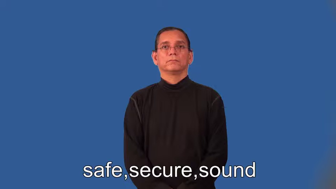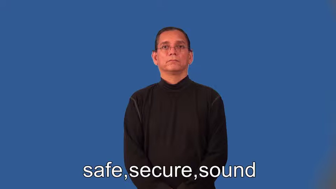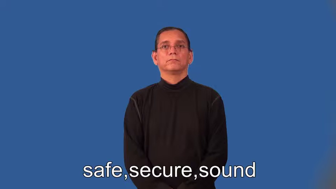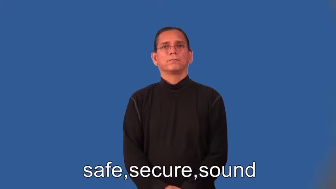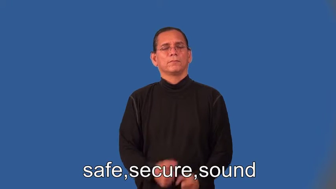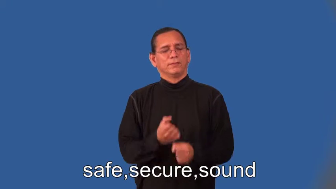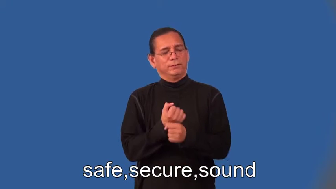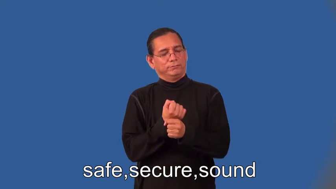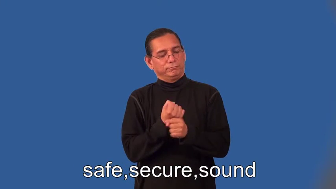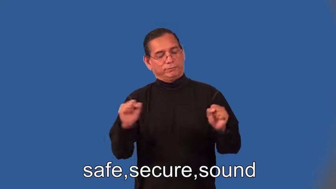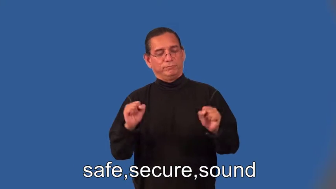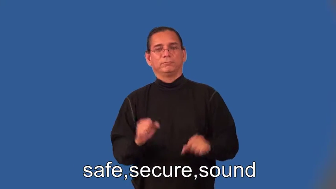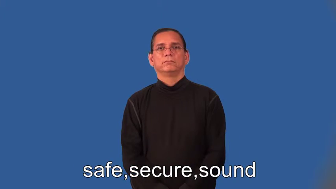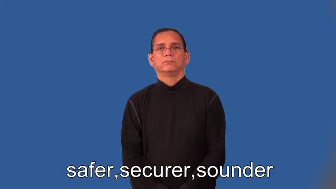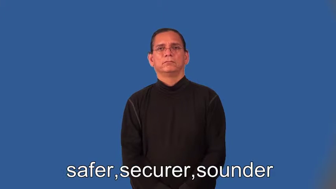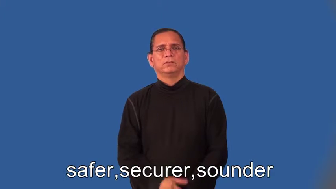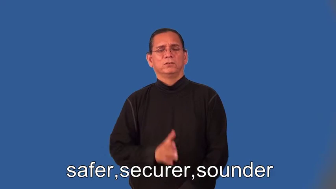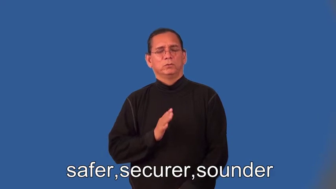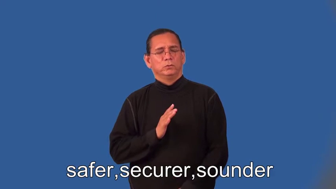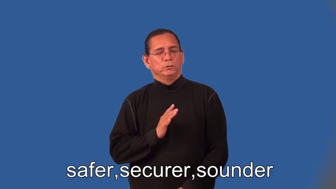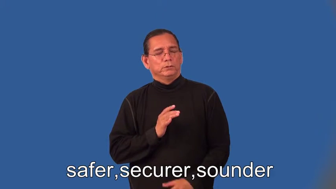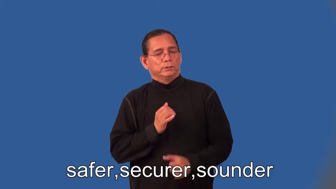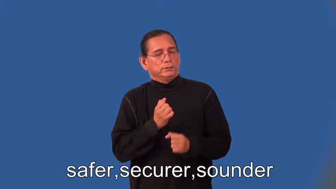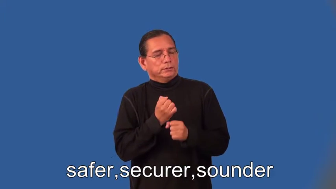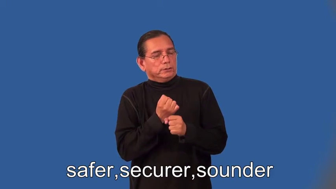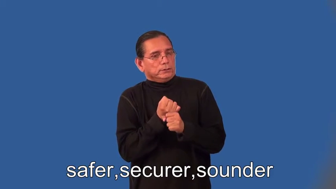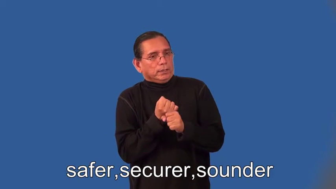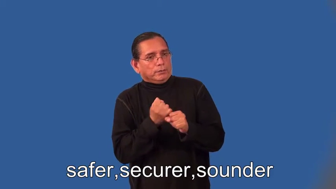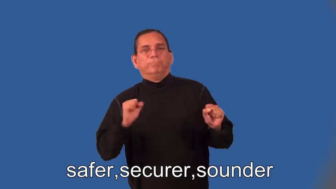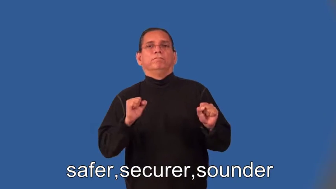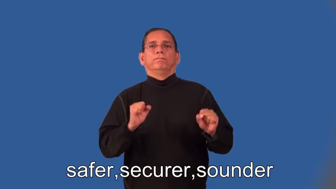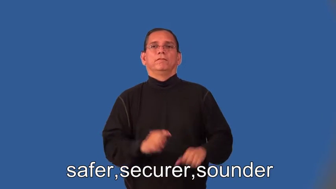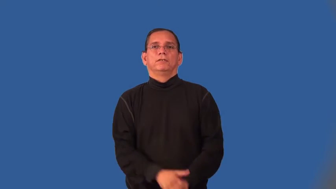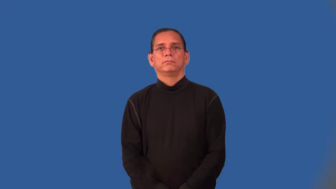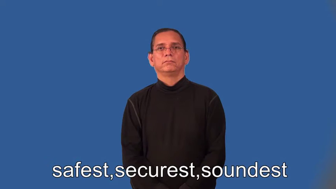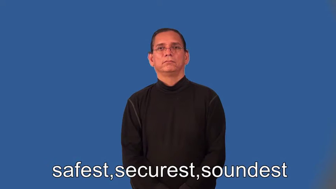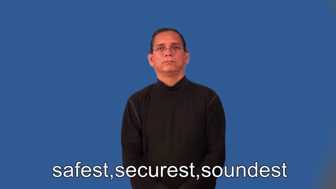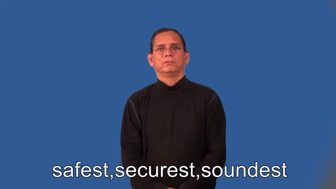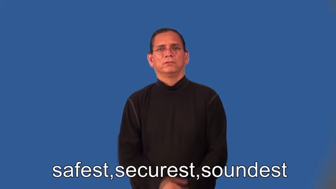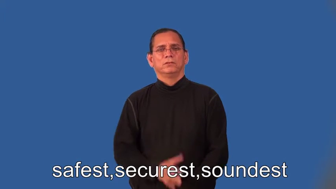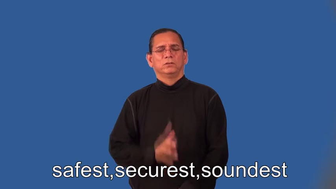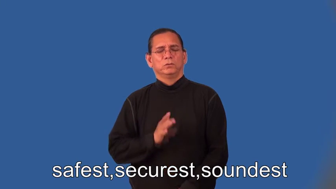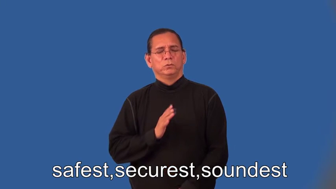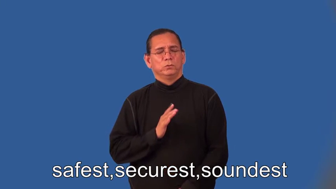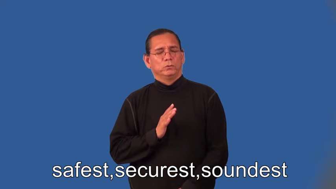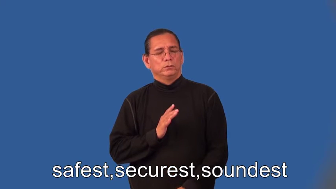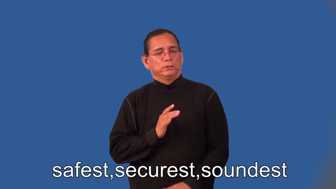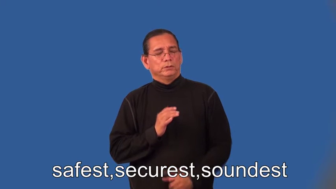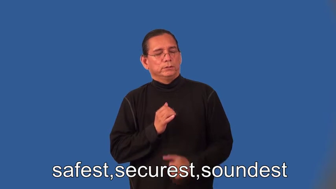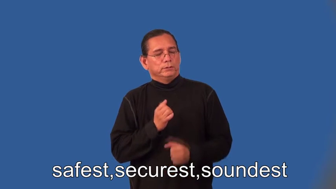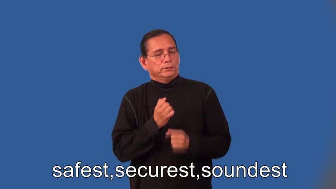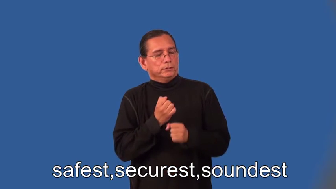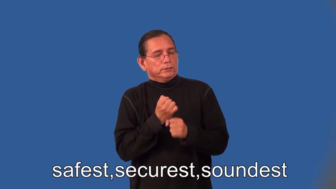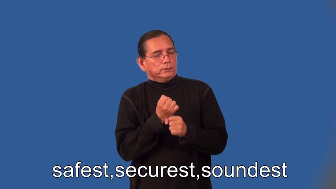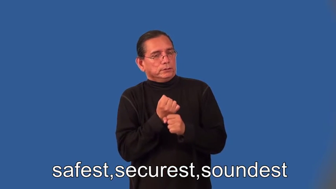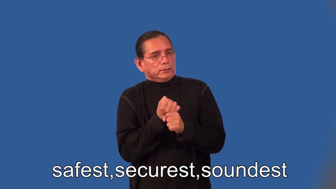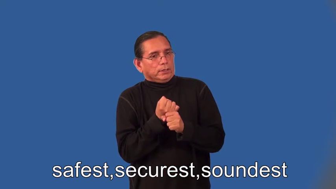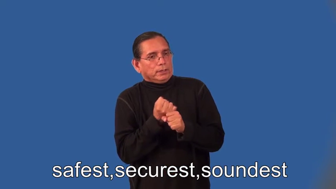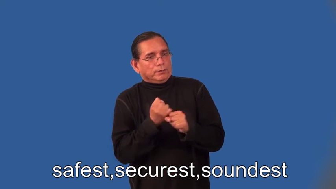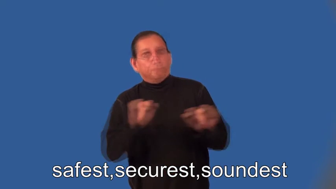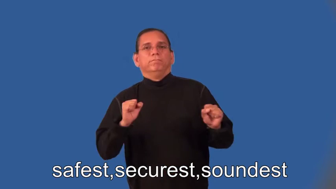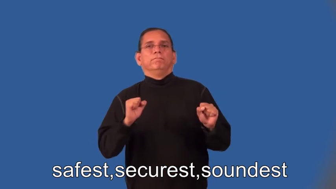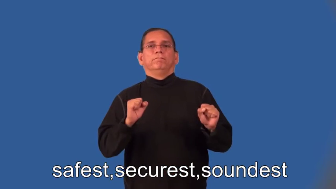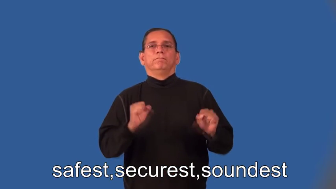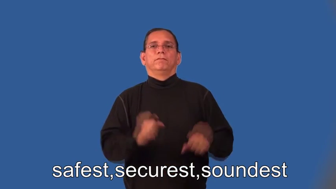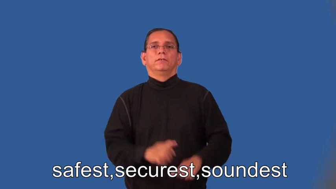safer,securer,sounder,safest,securest,soundest